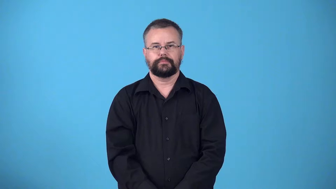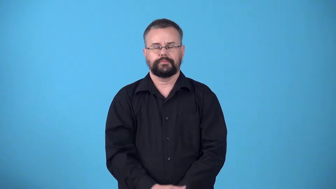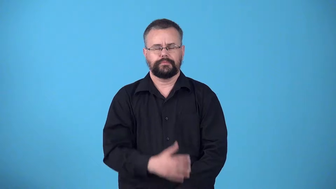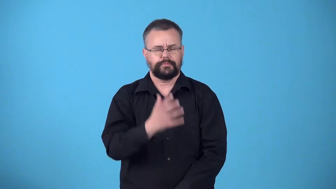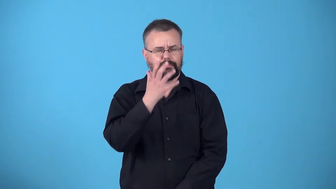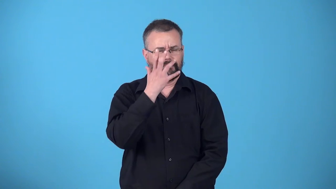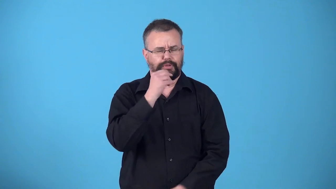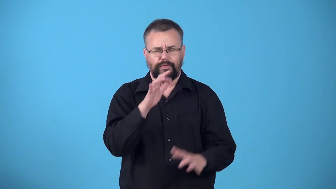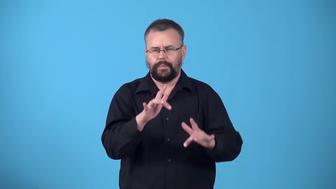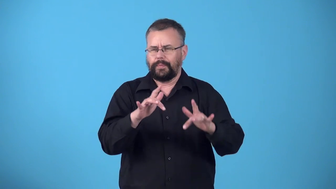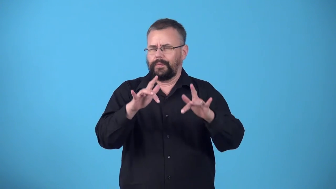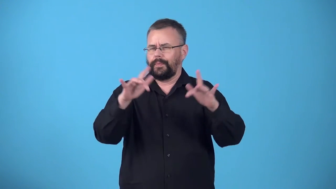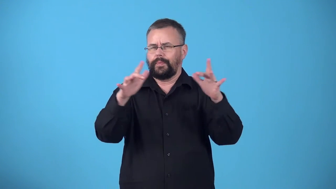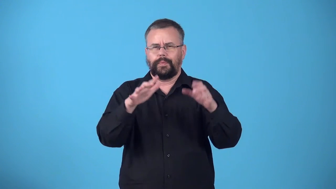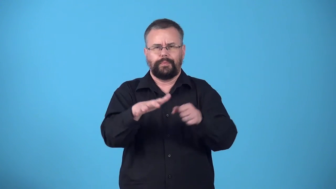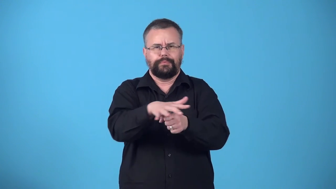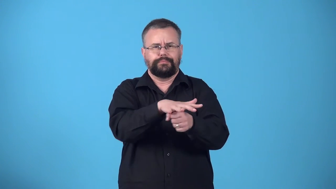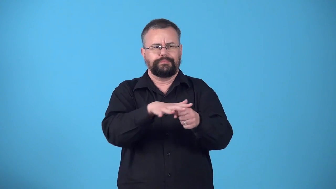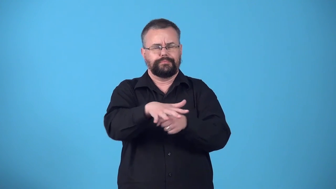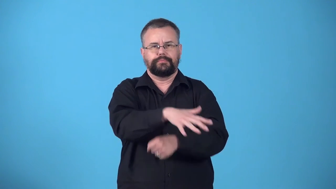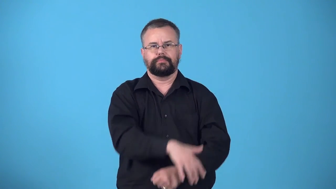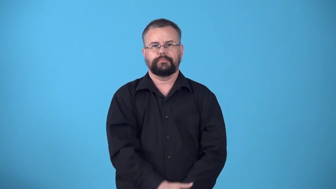wonderland-beautiful sparkling place